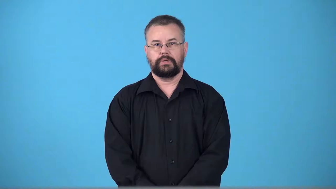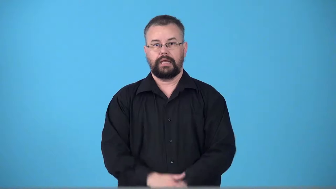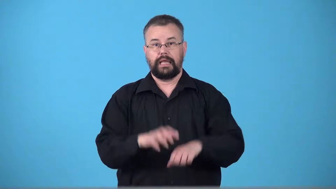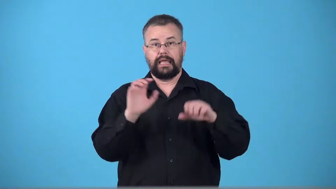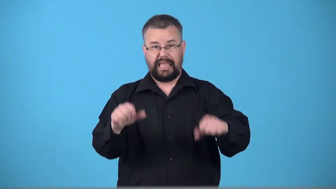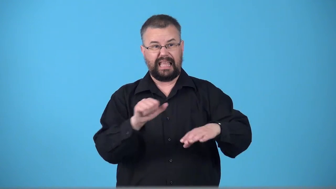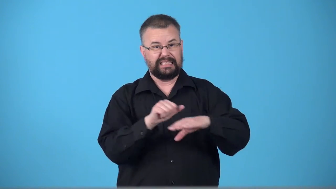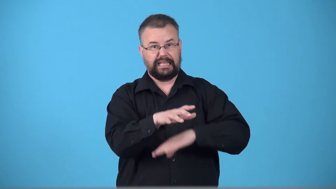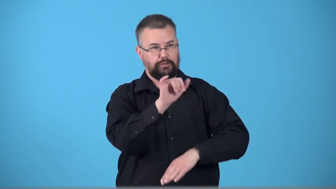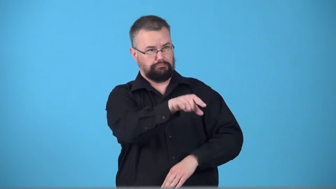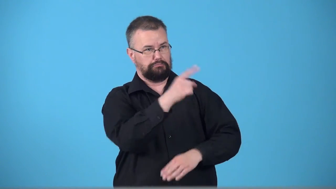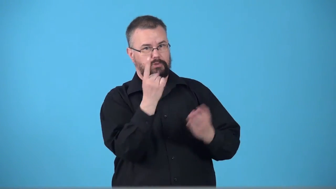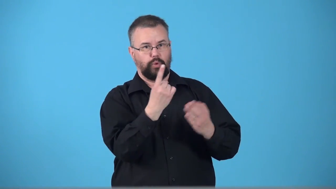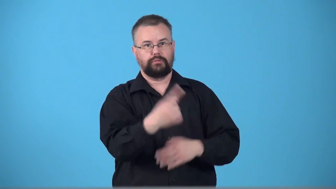transmittable